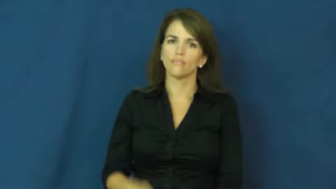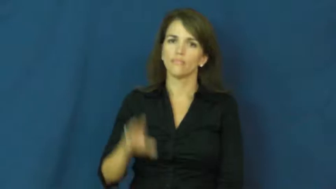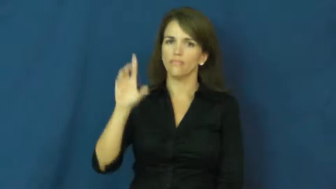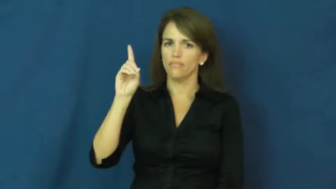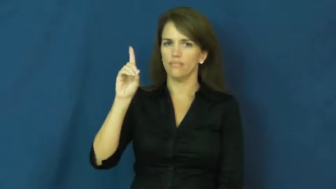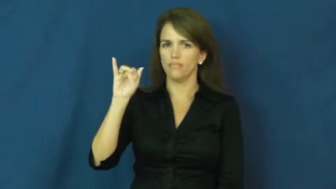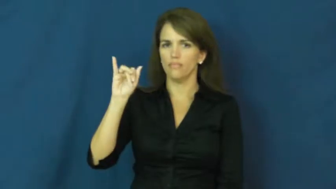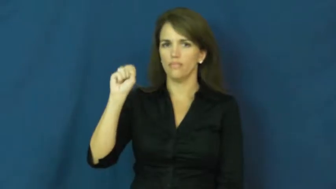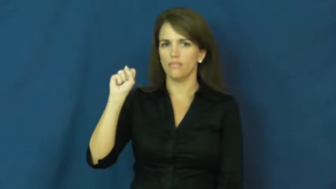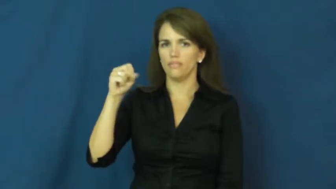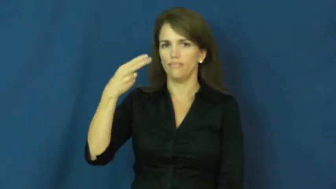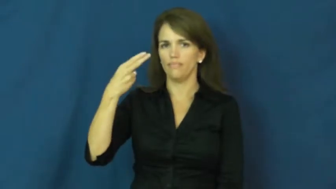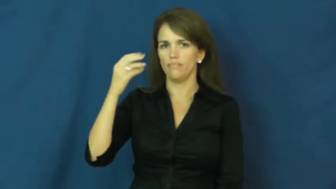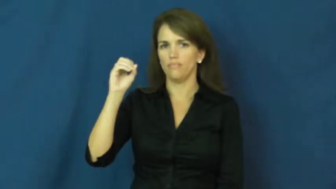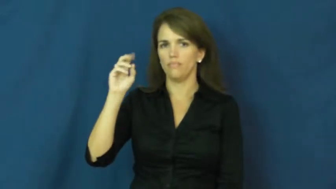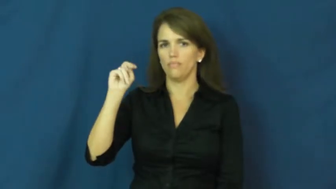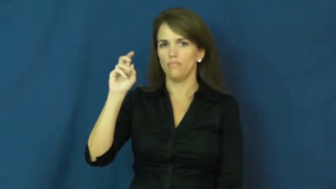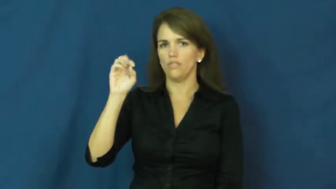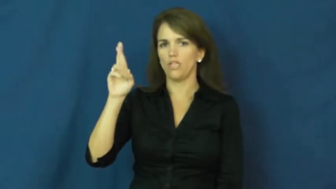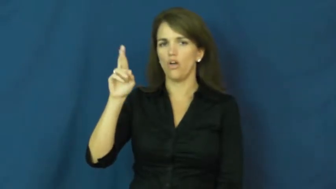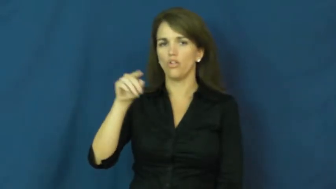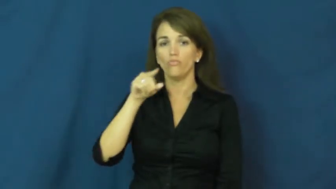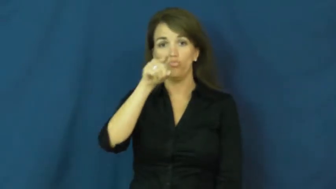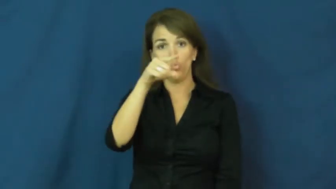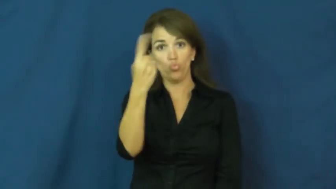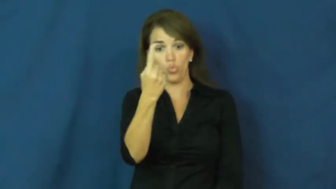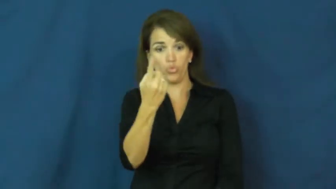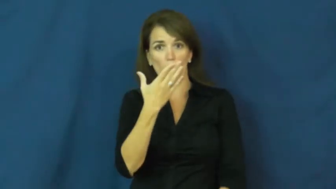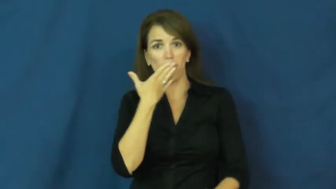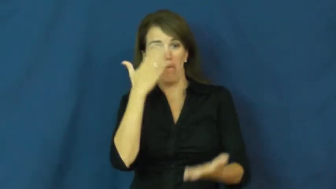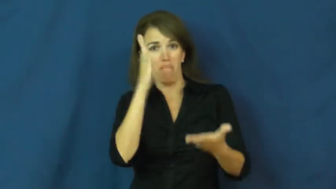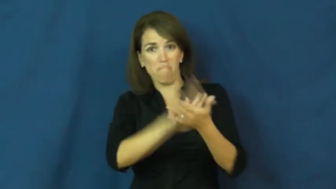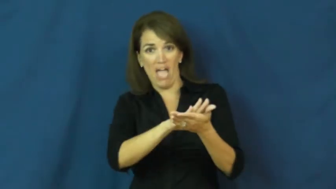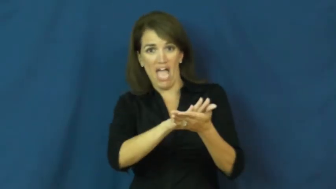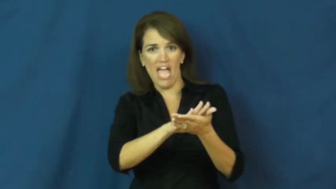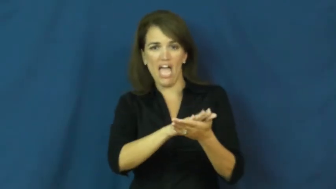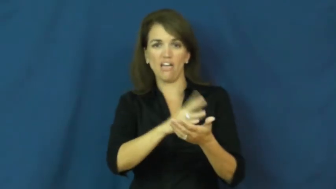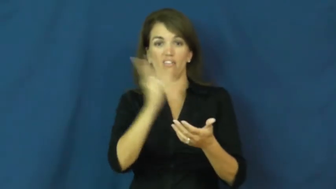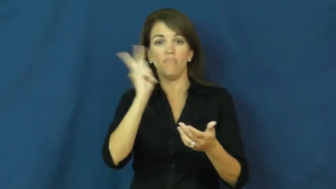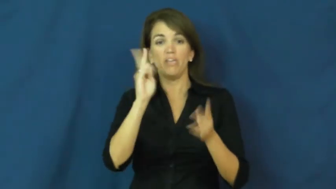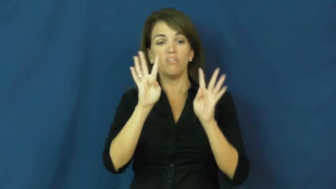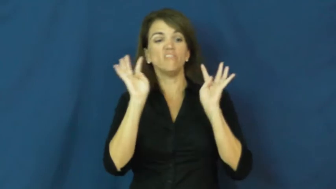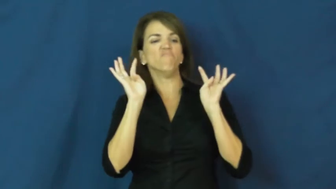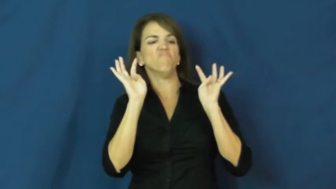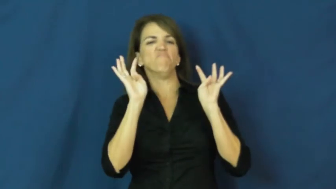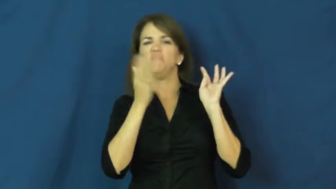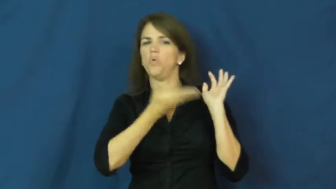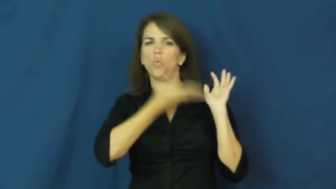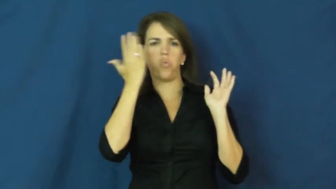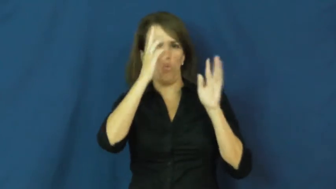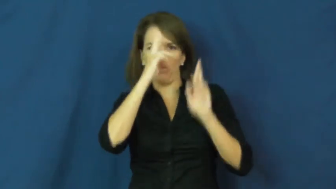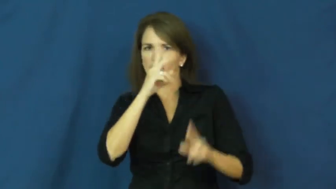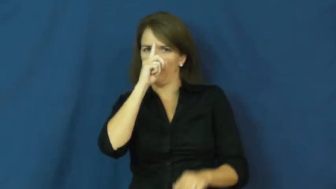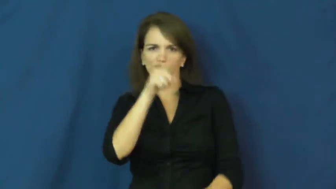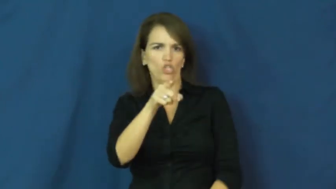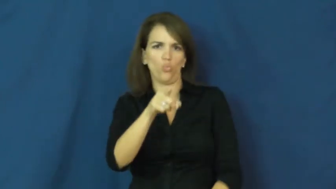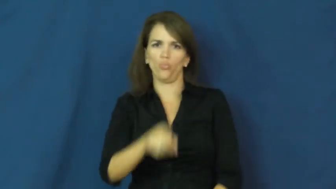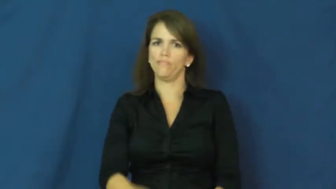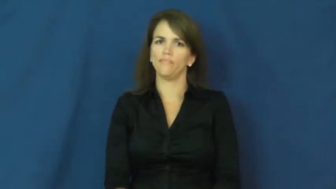dishonor